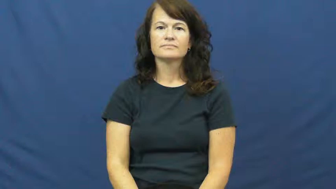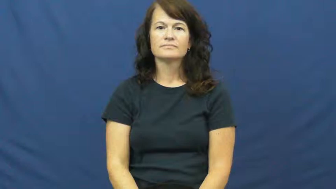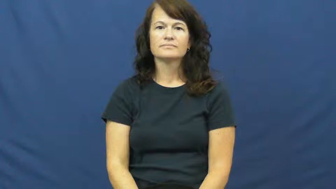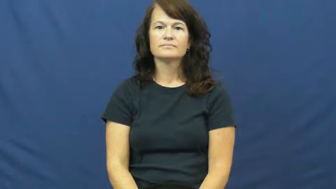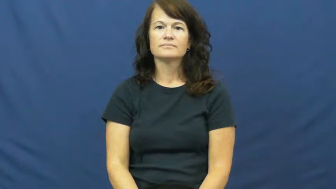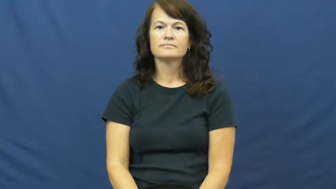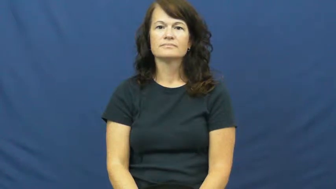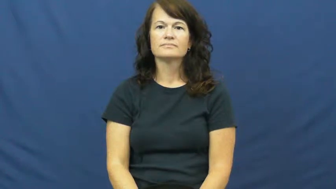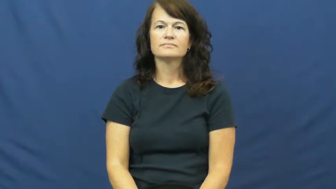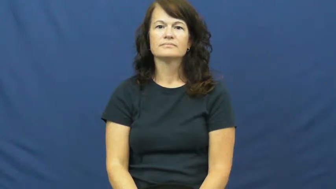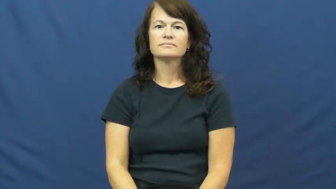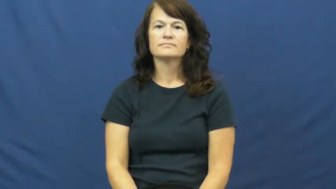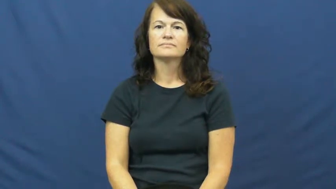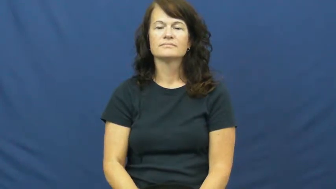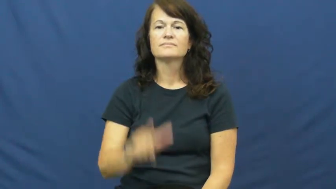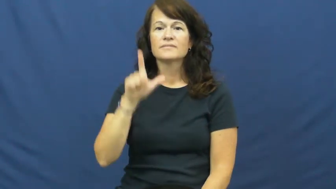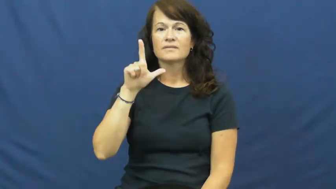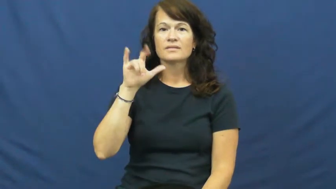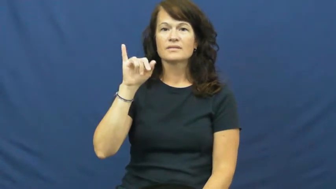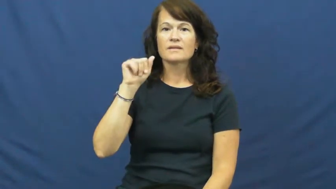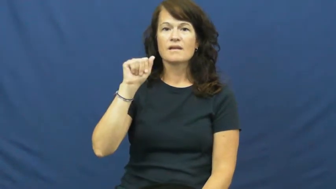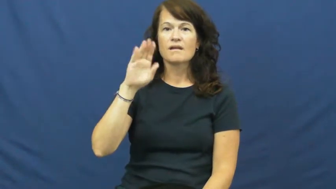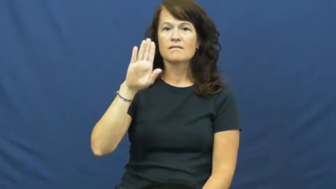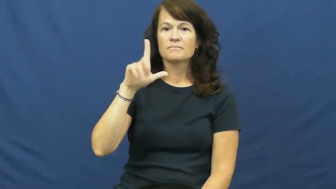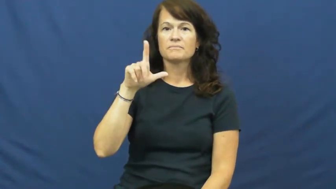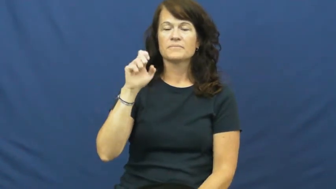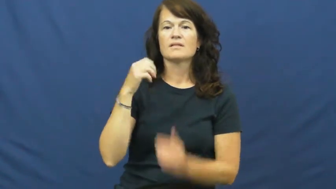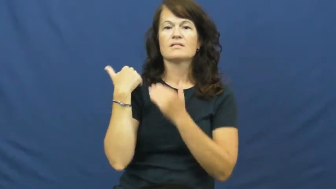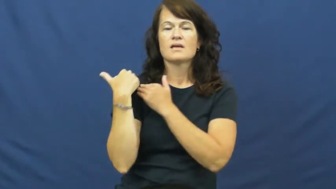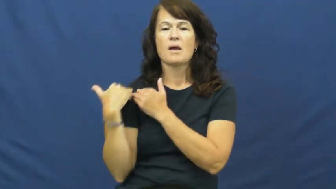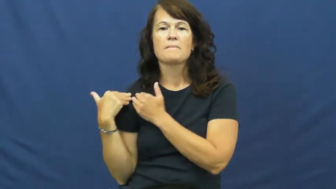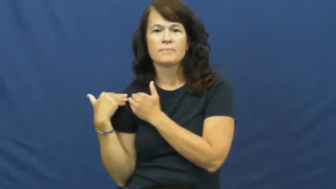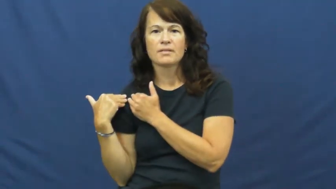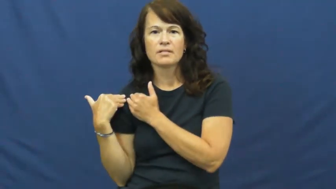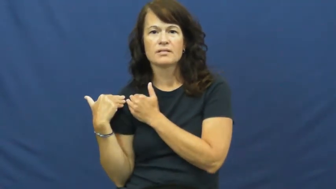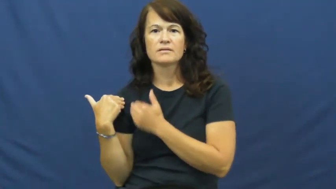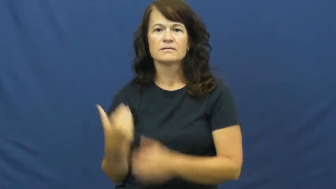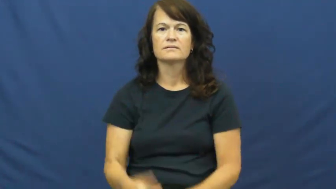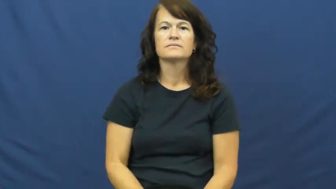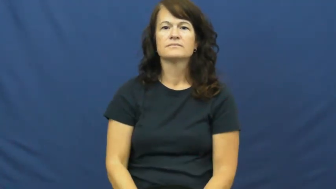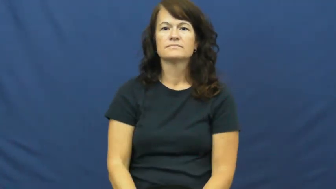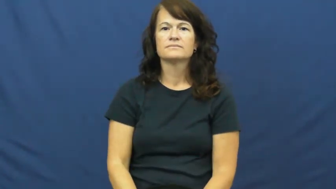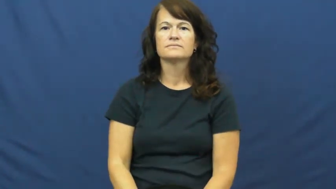liable